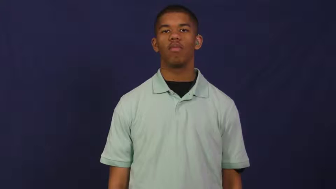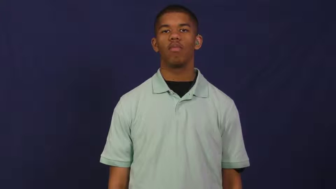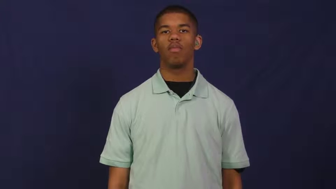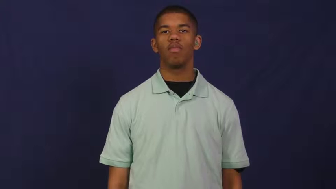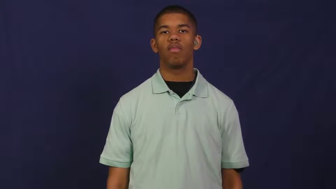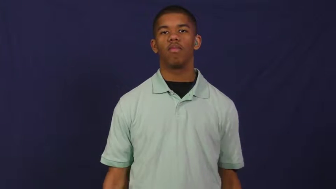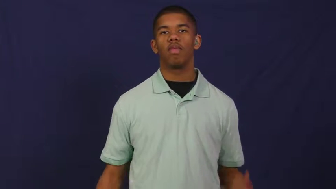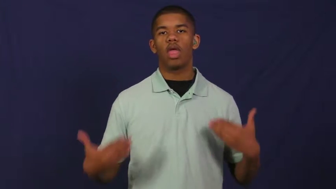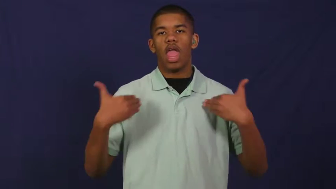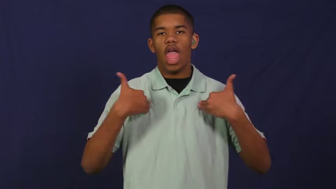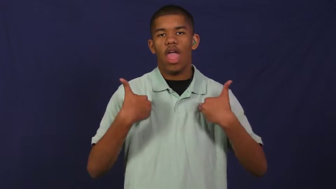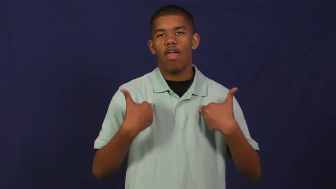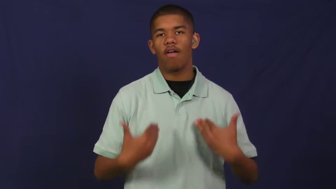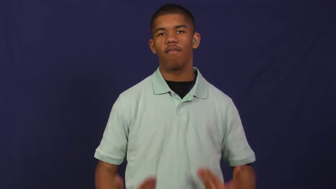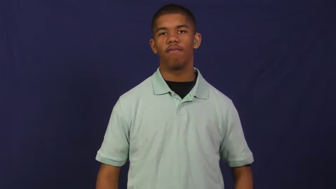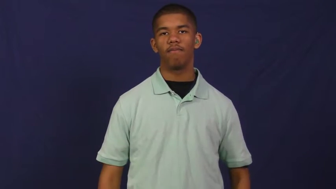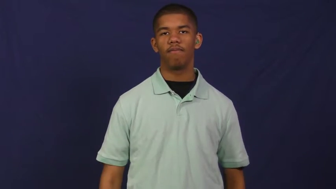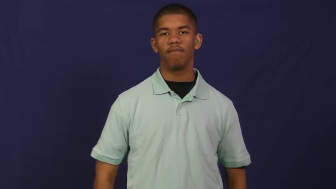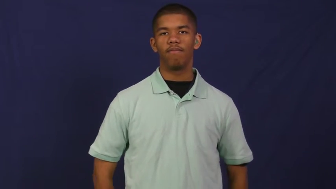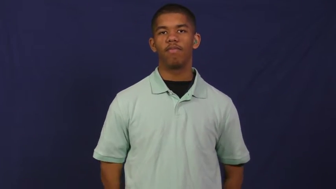get in-have in store